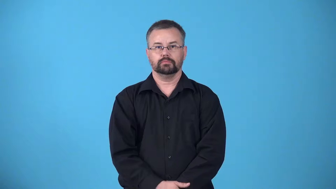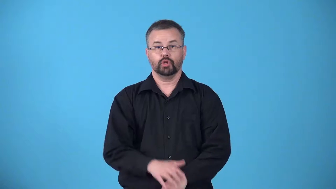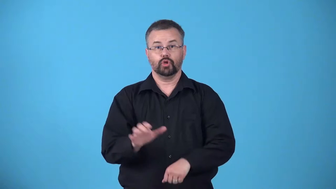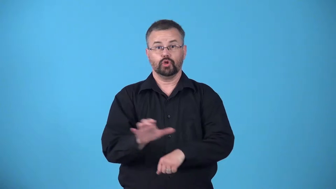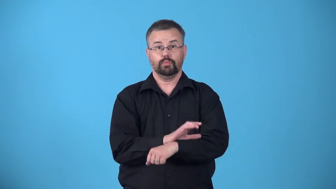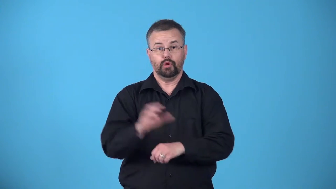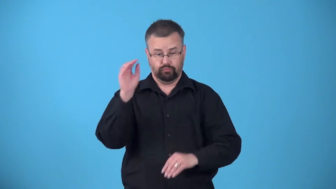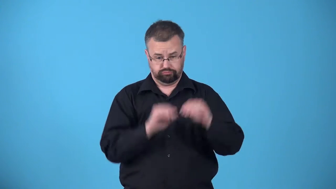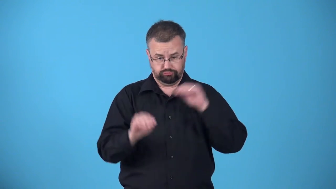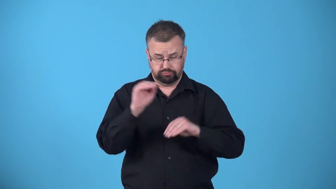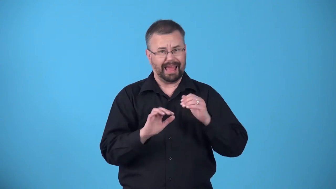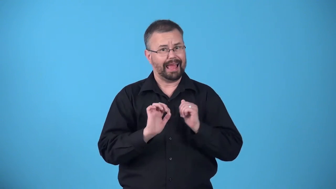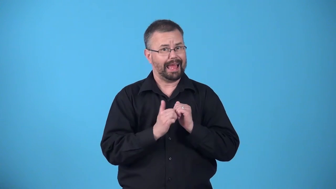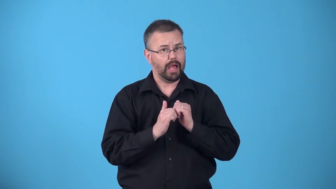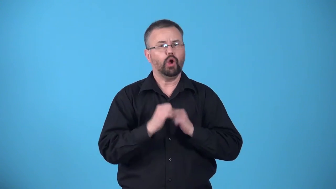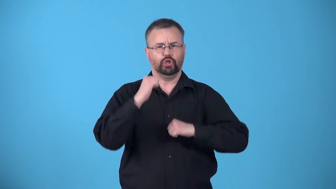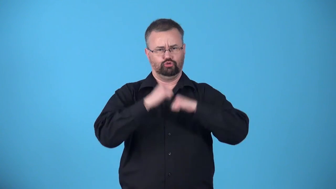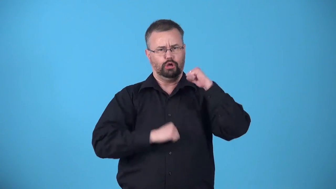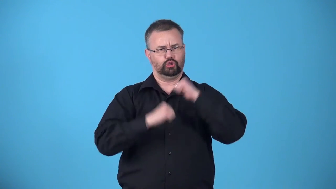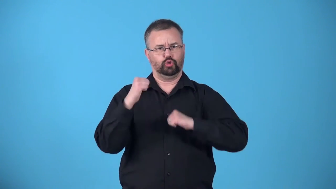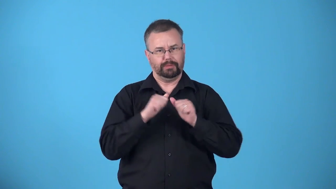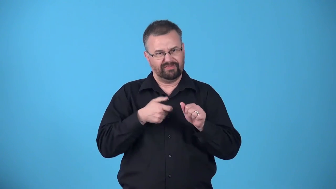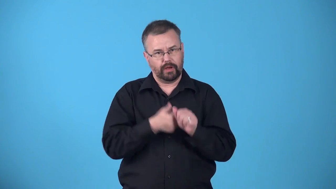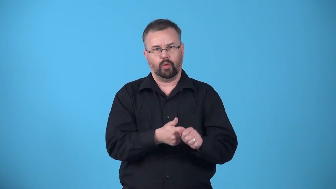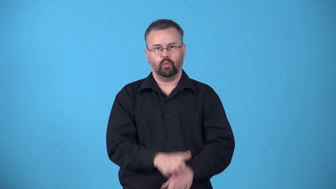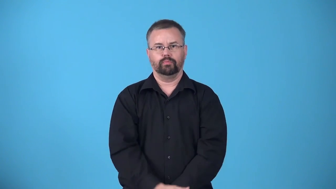architecture-computers